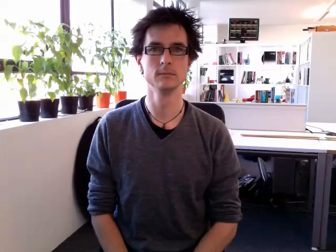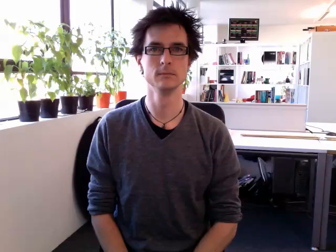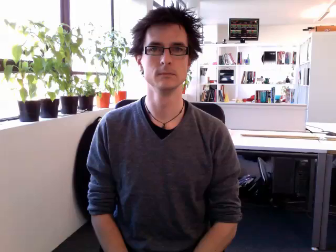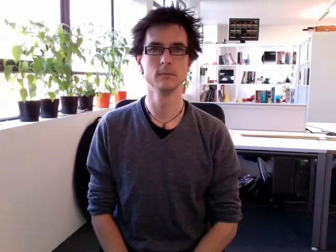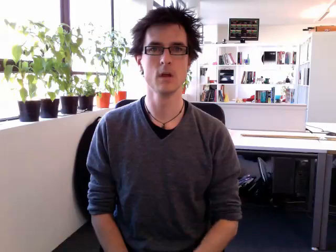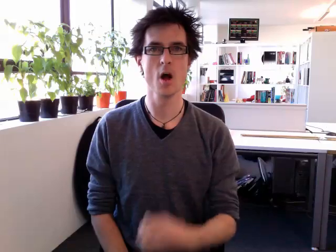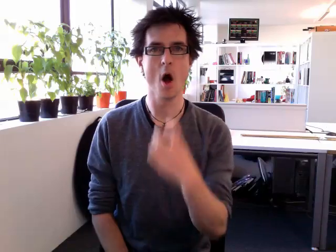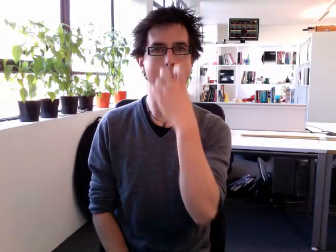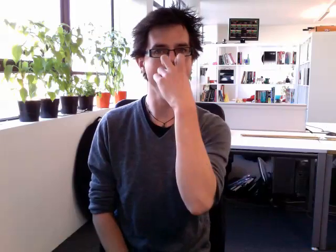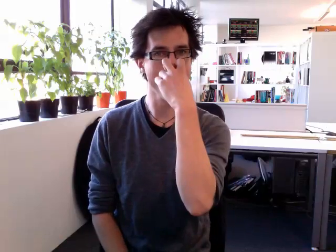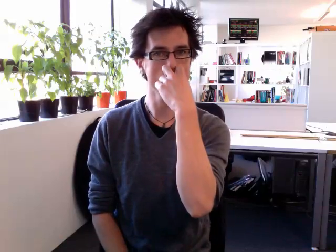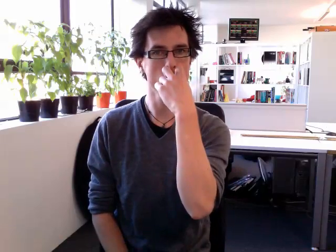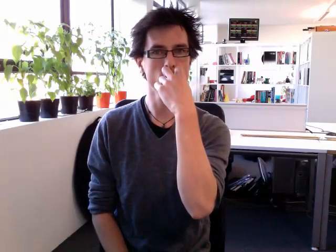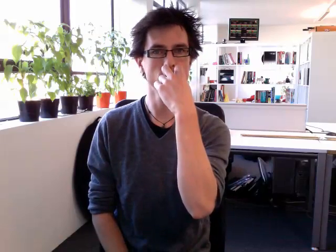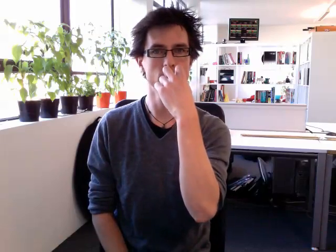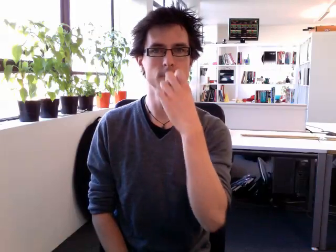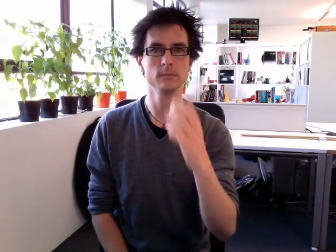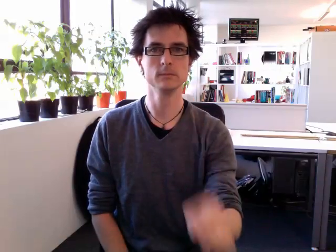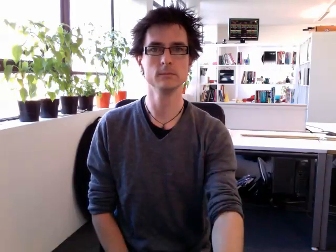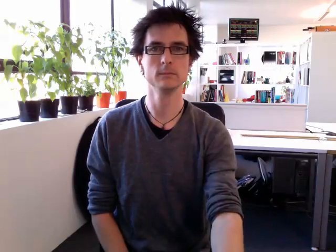old